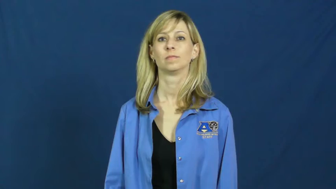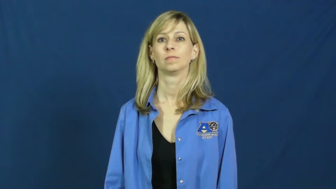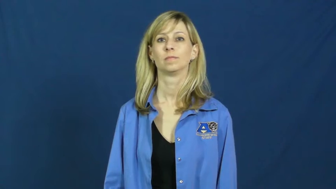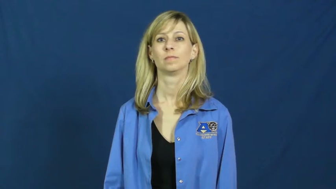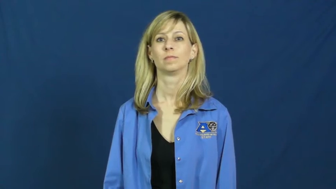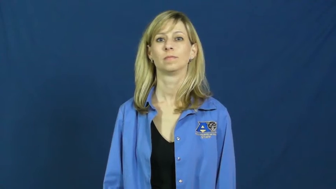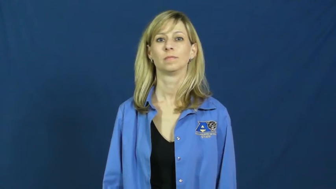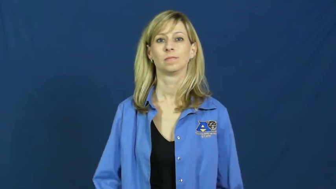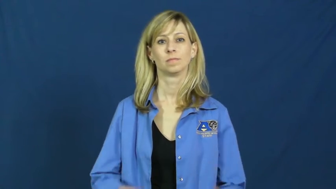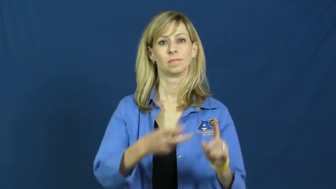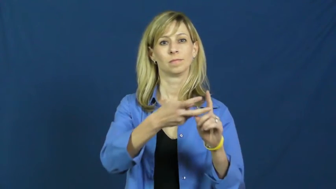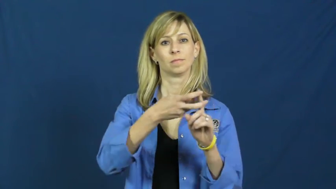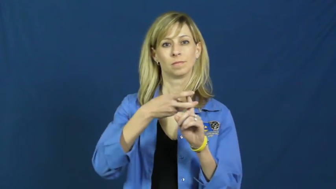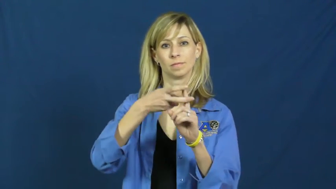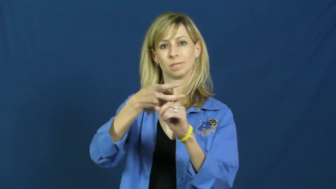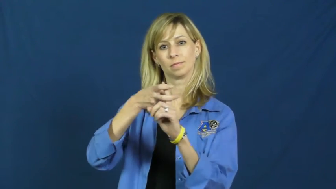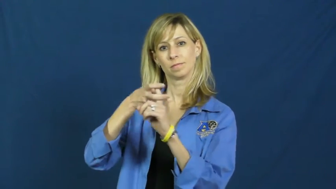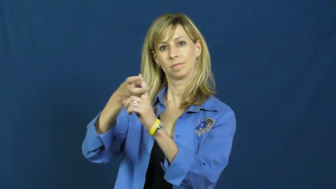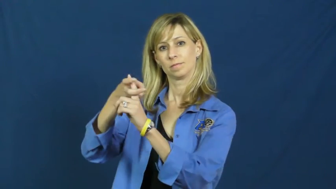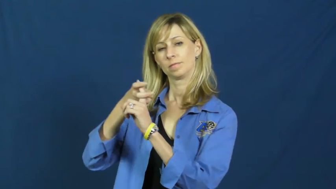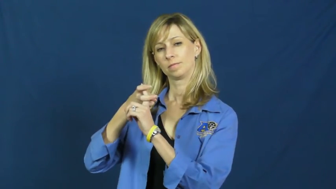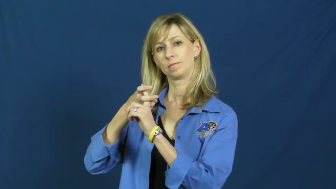recruit